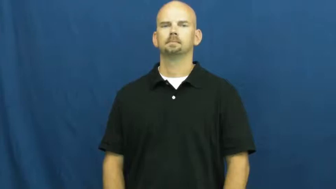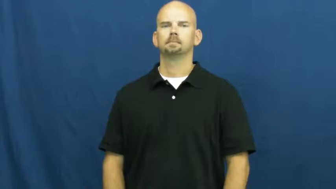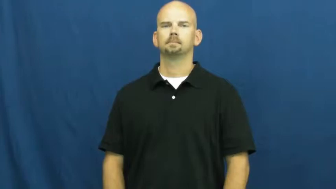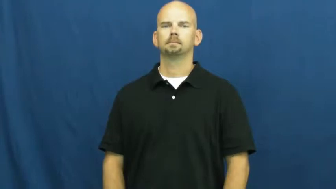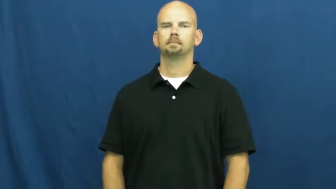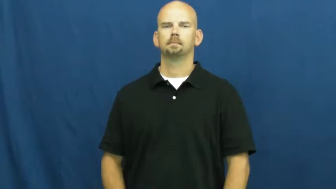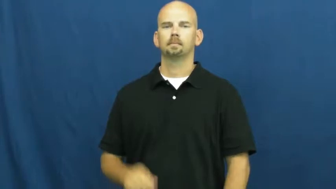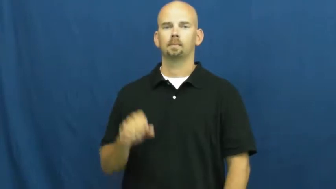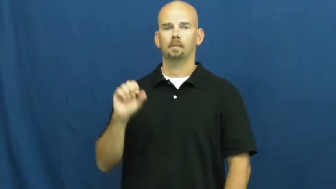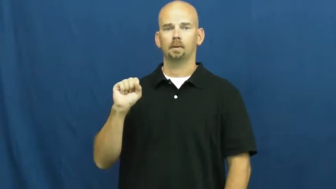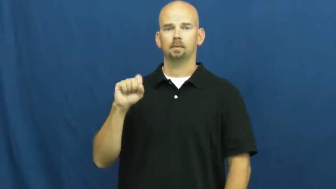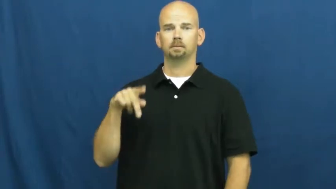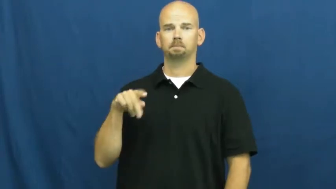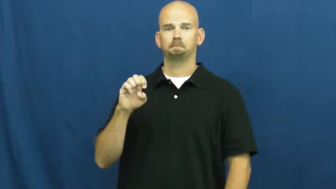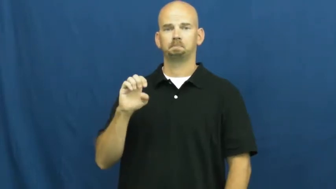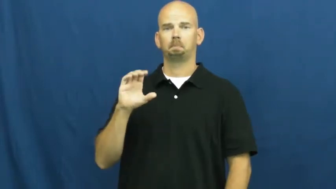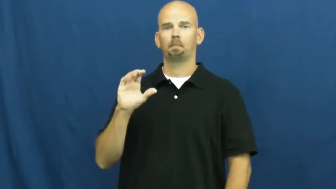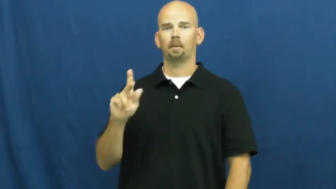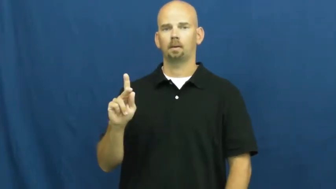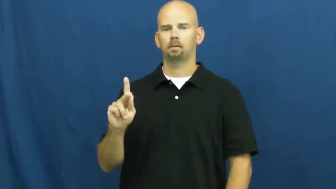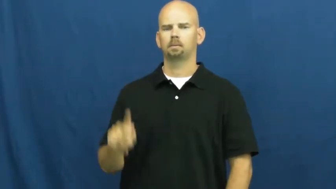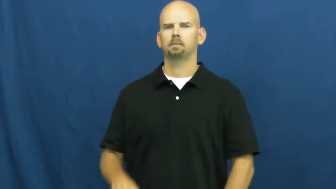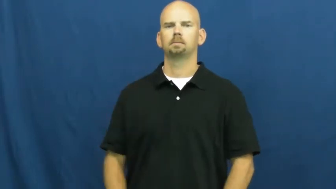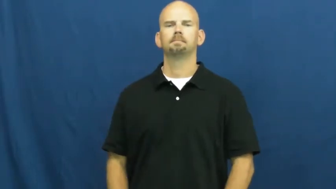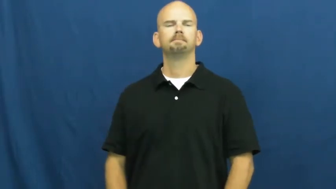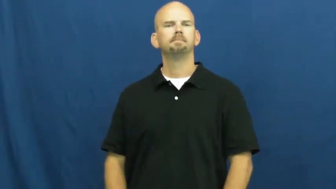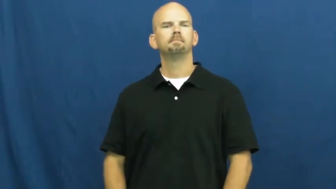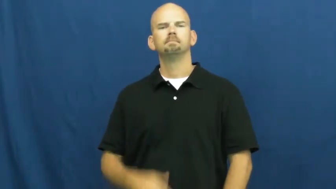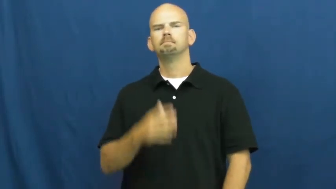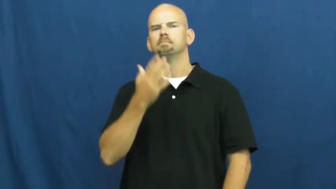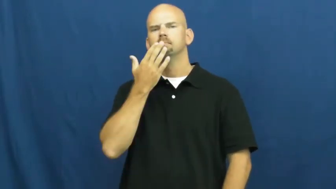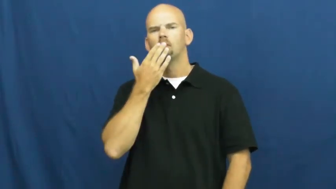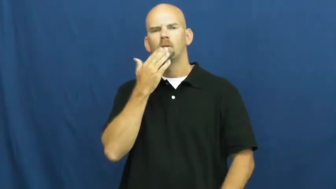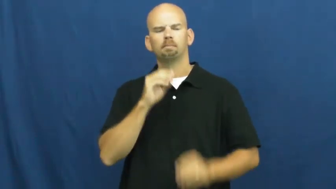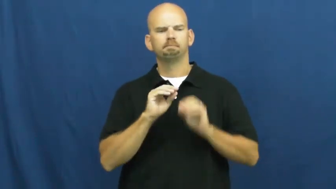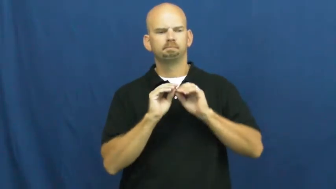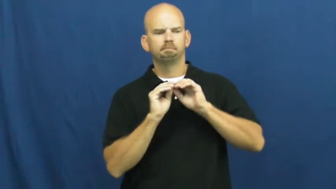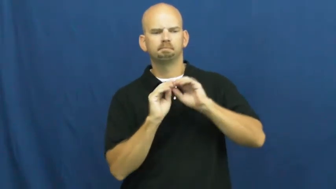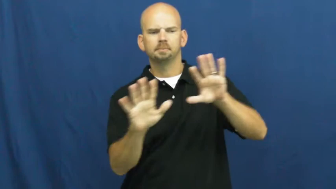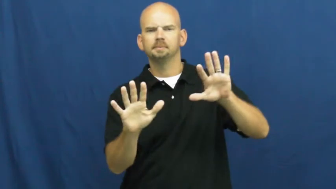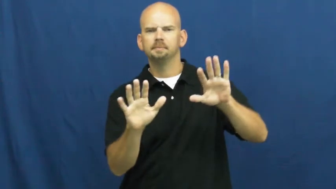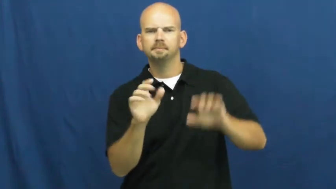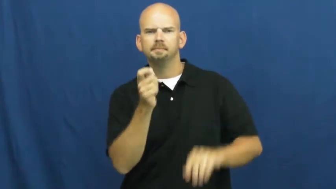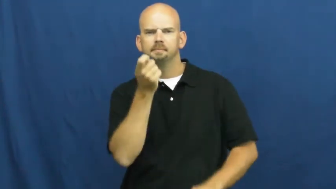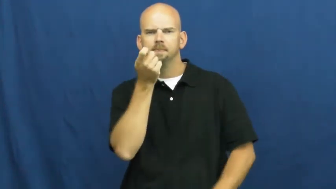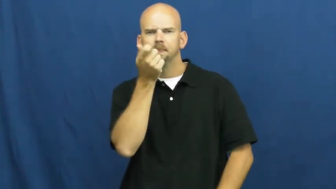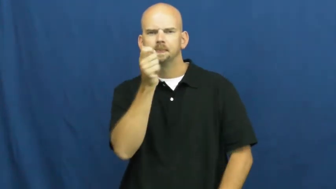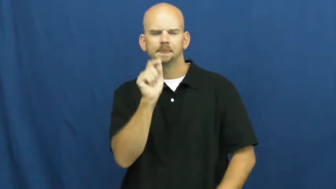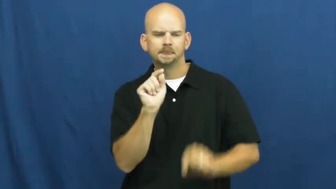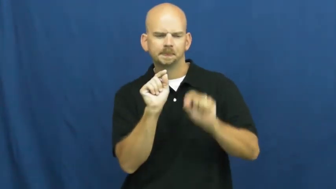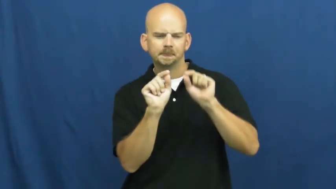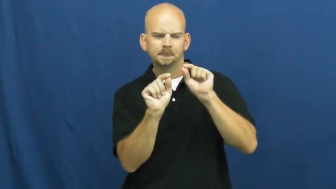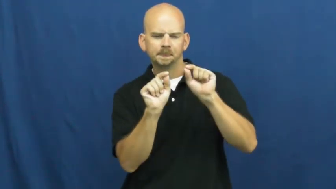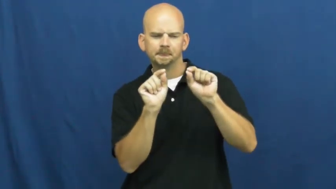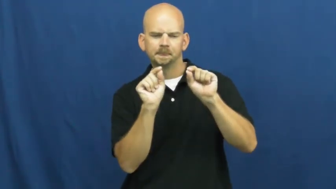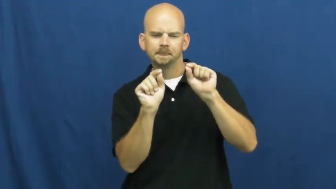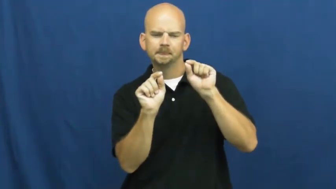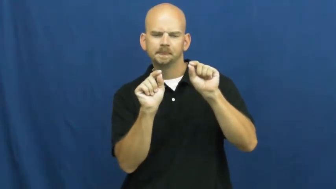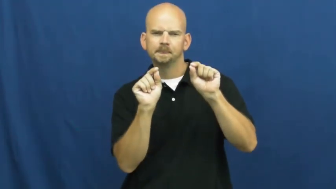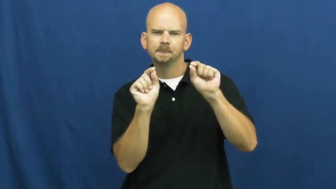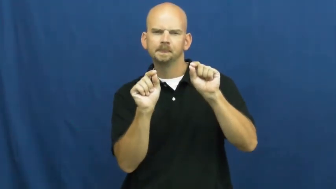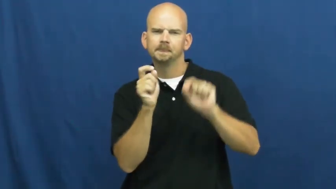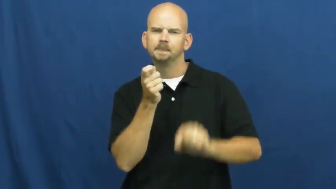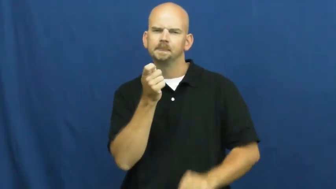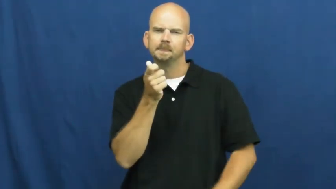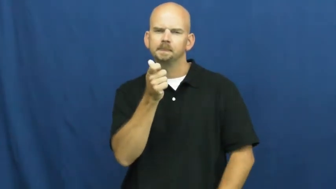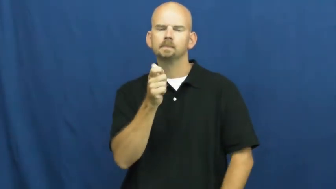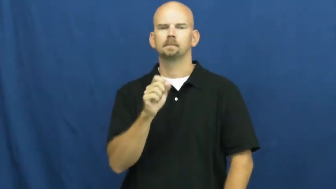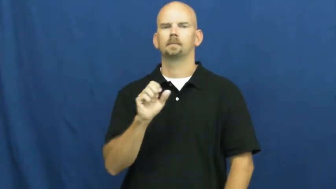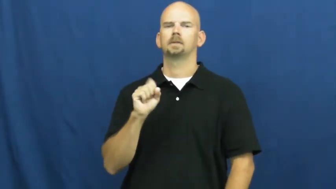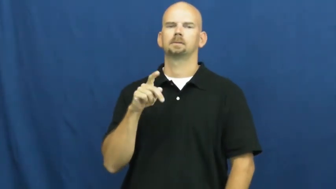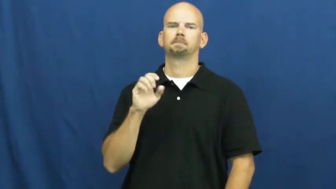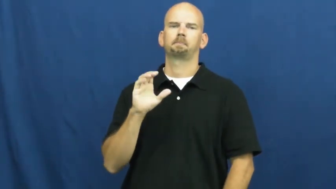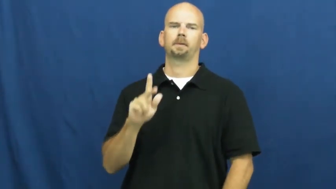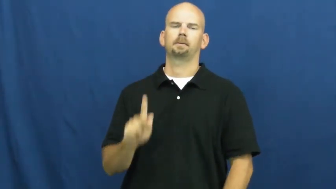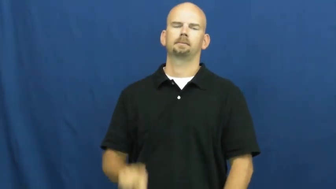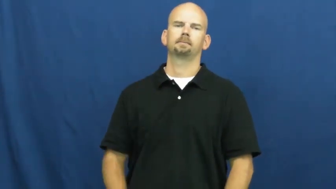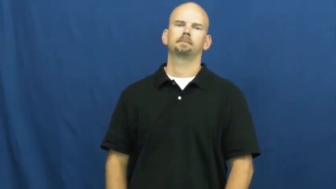speck